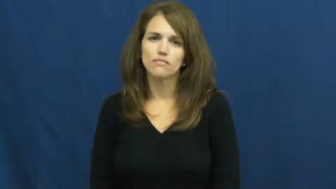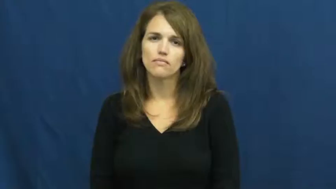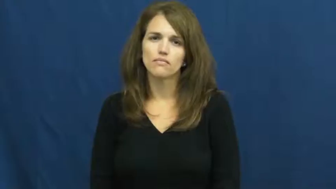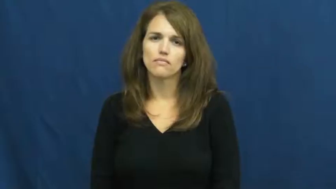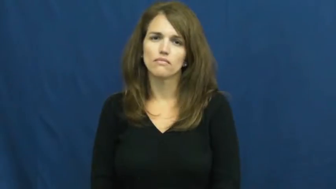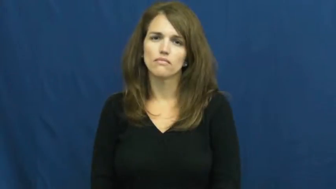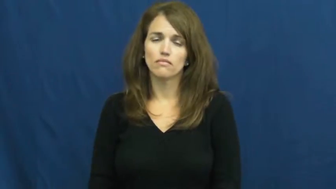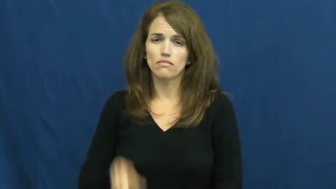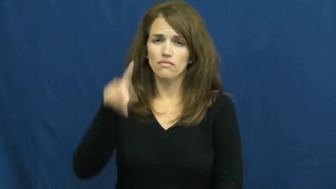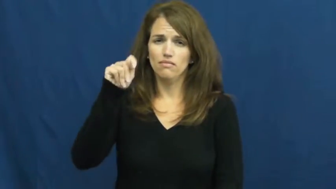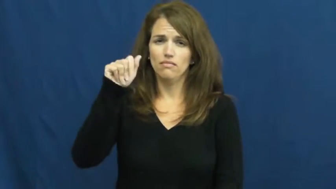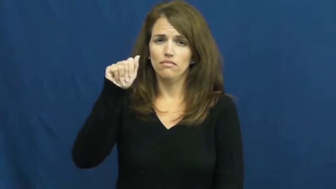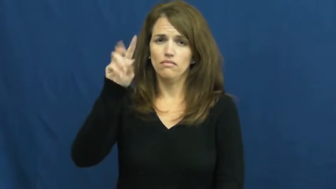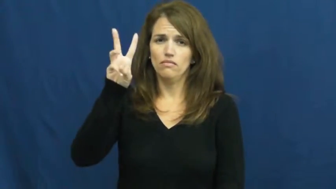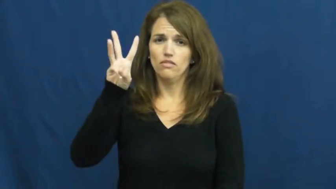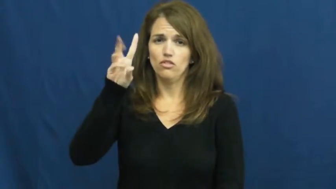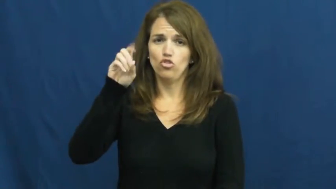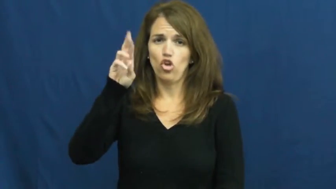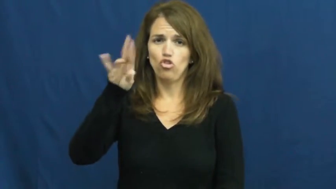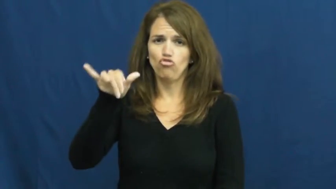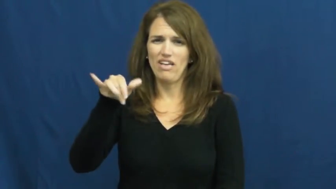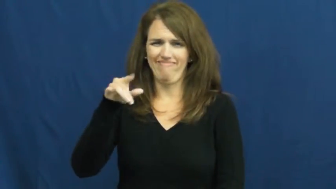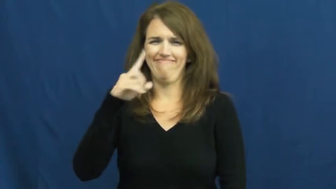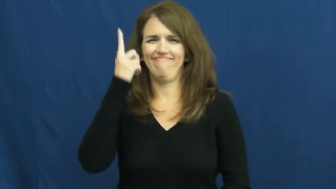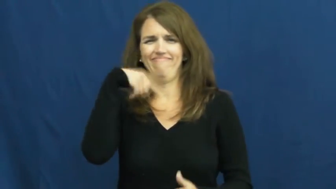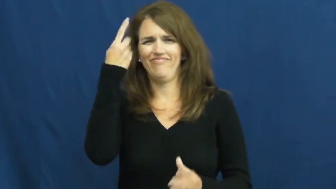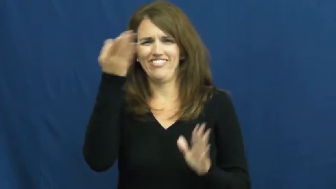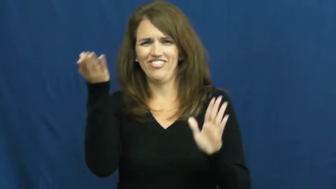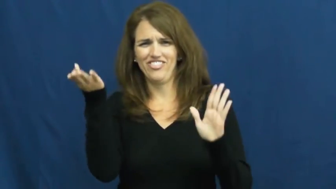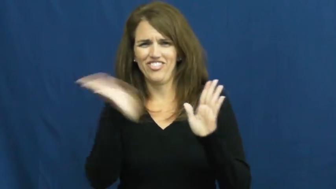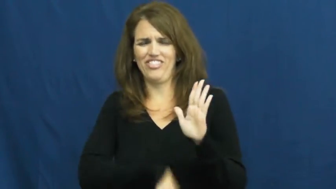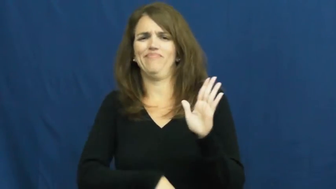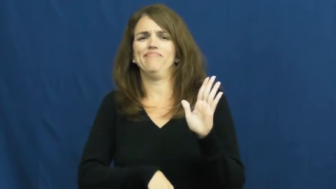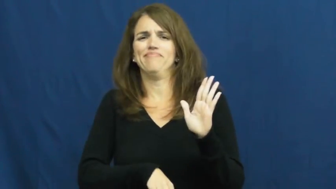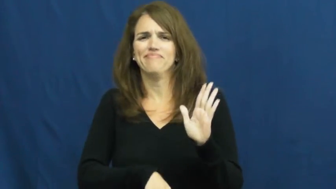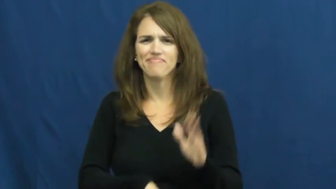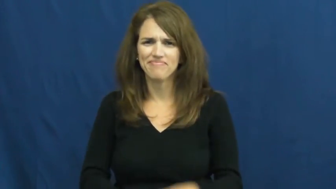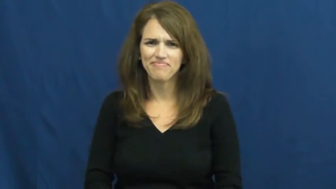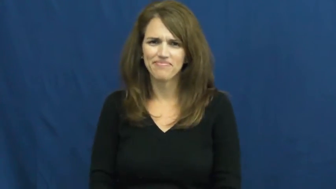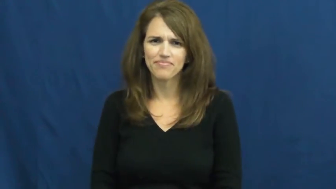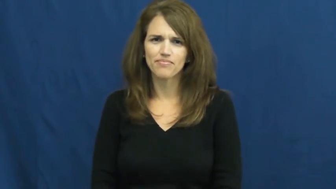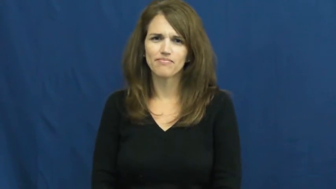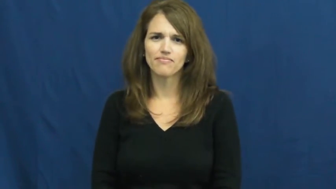tawdry-cheap